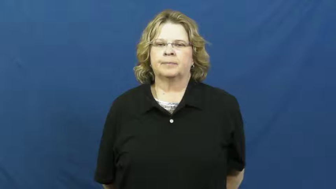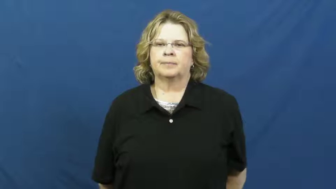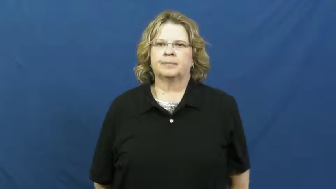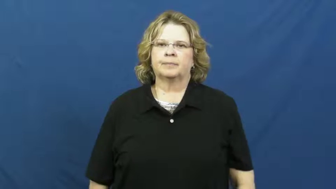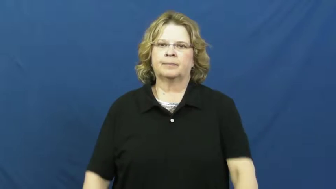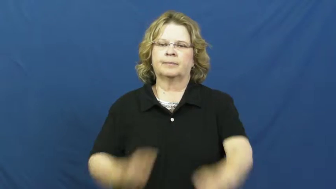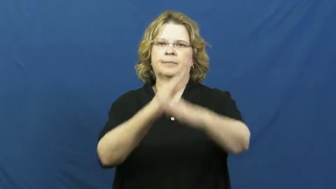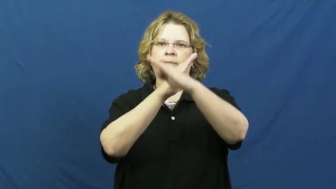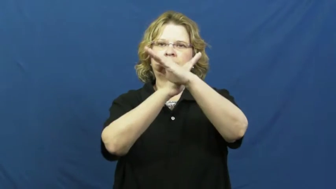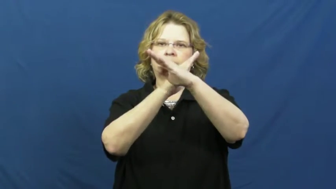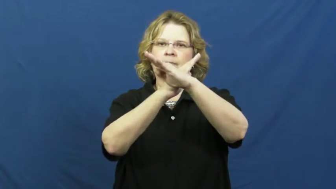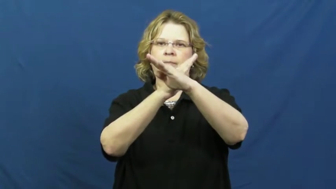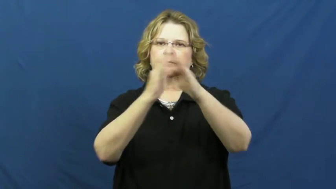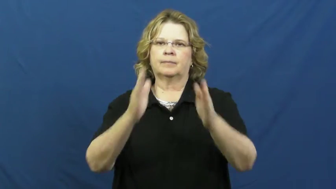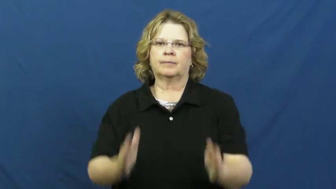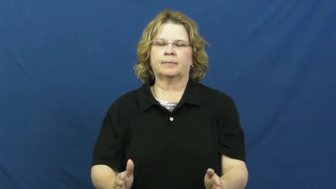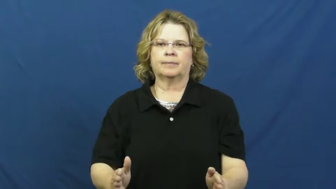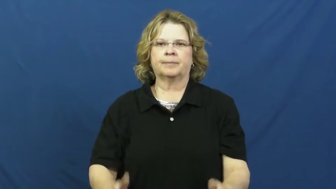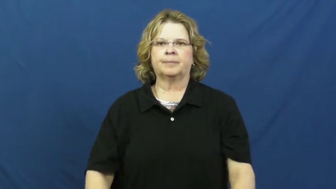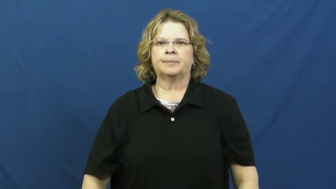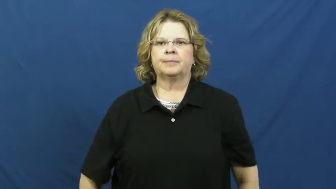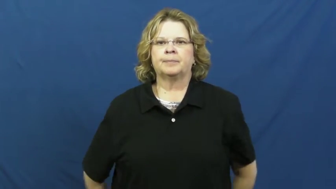defender